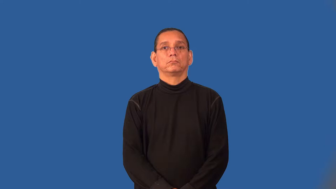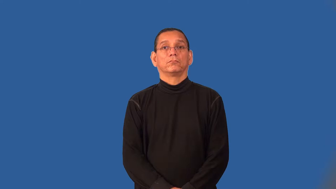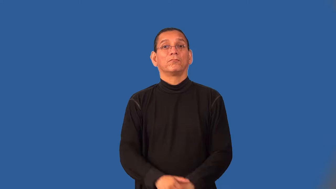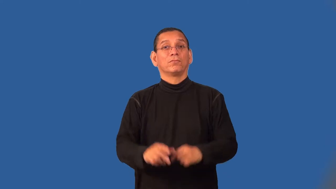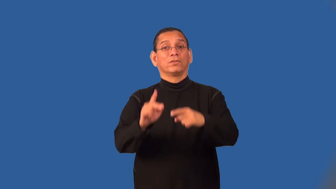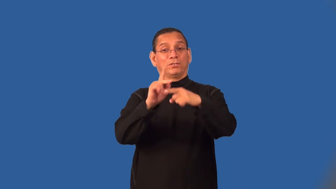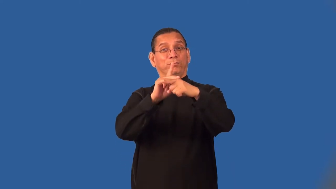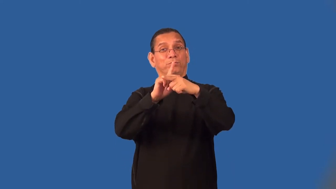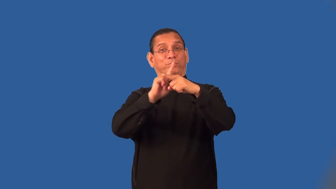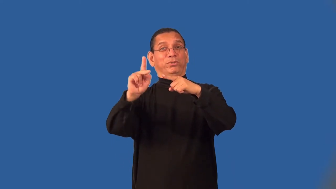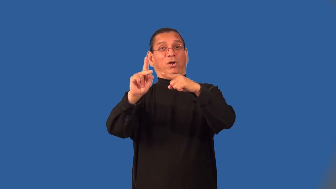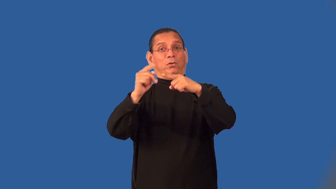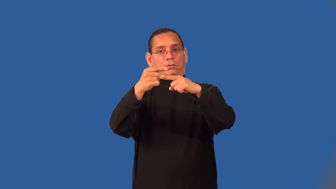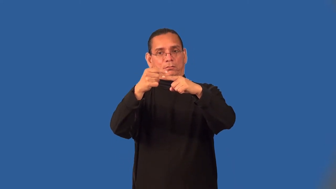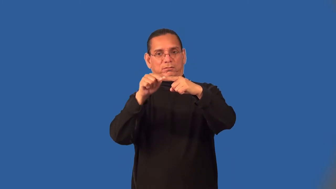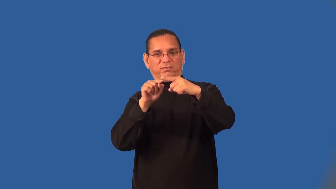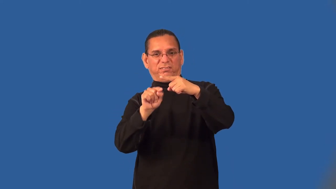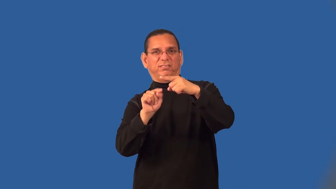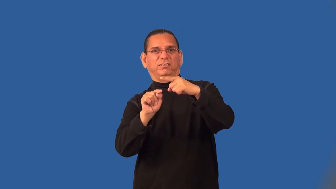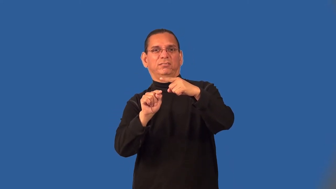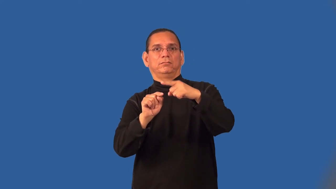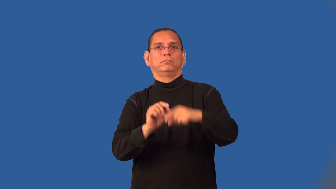semipro